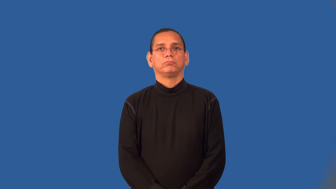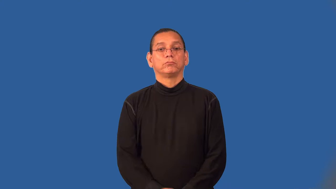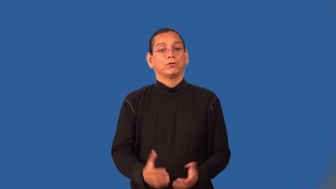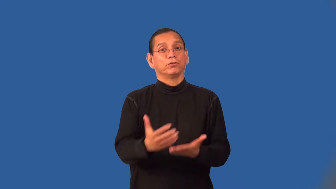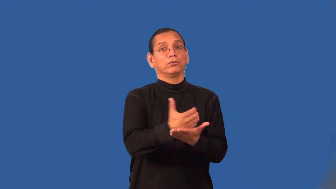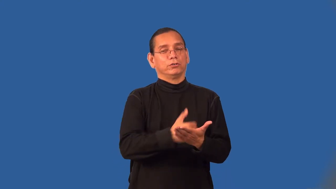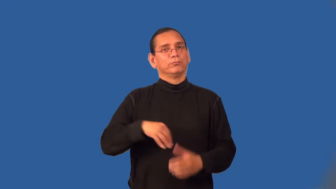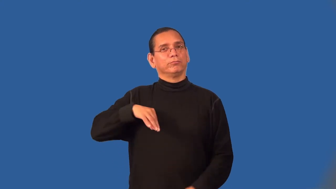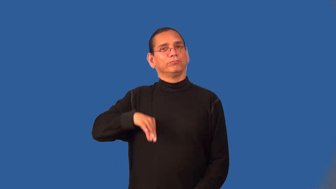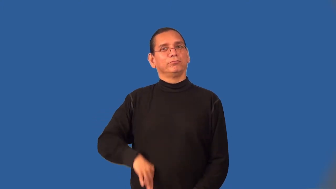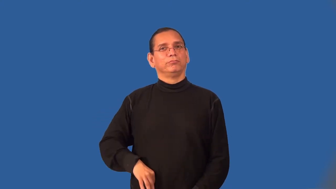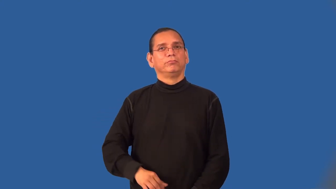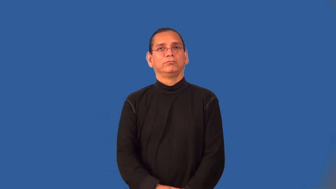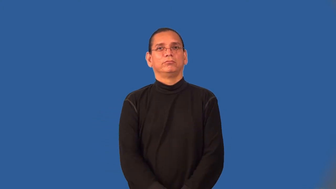yield,bear-amount you get